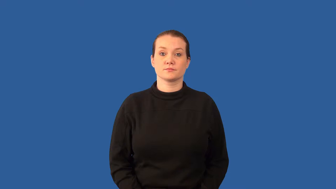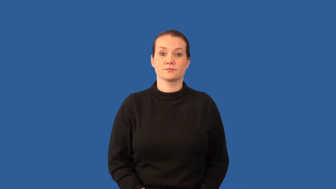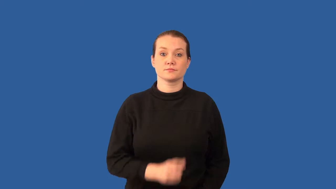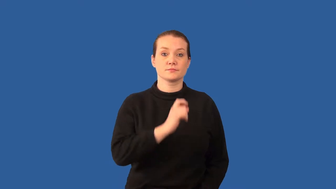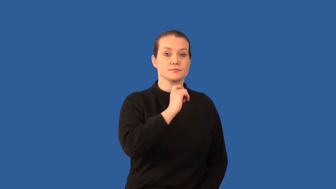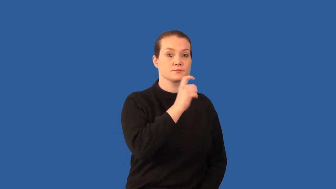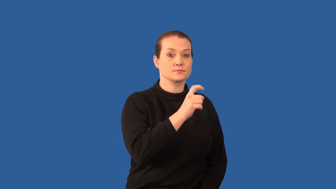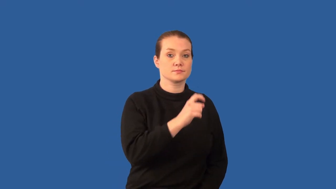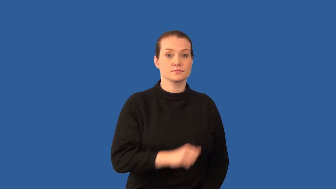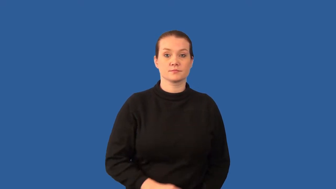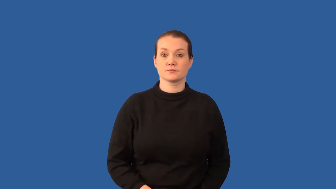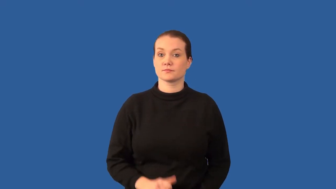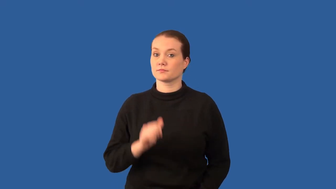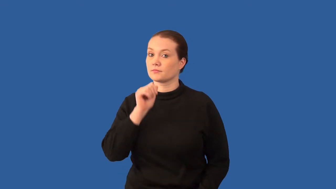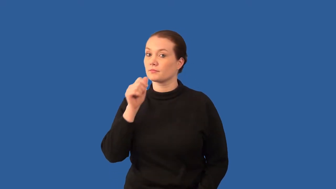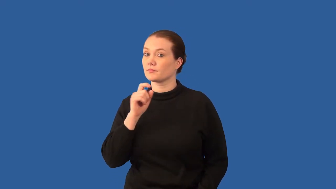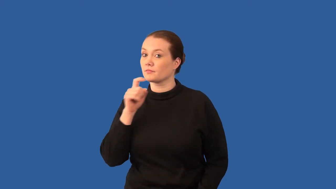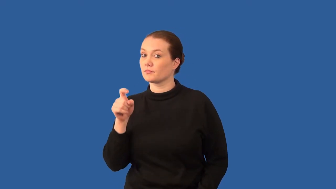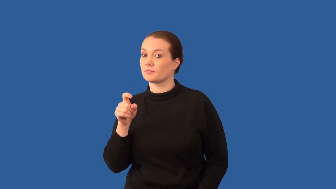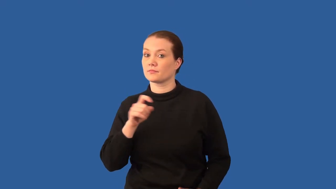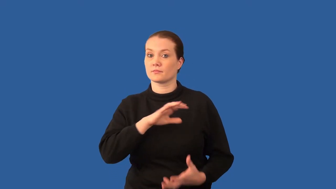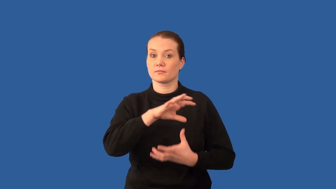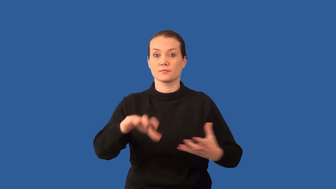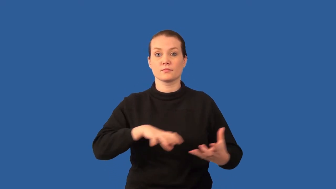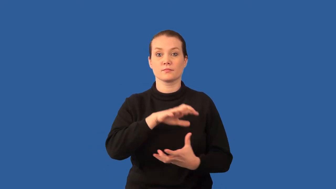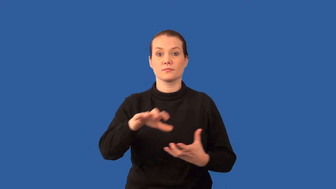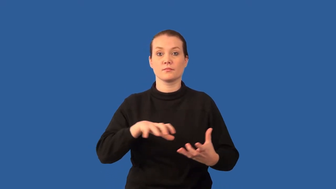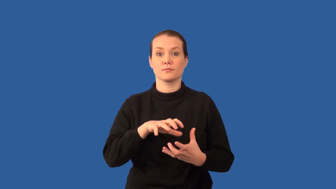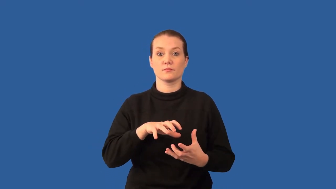metalloid